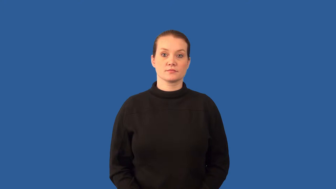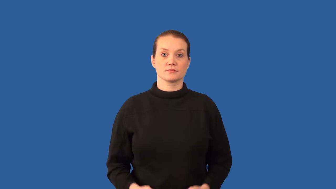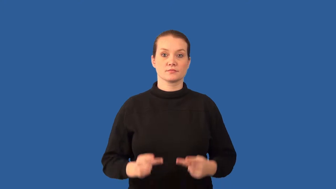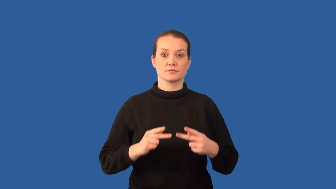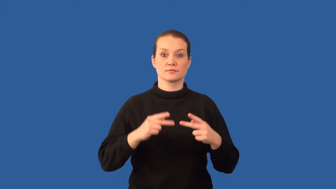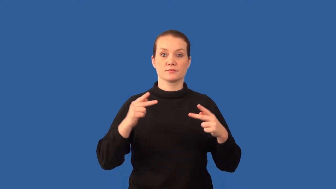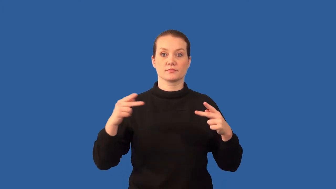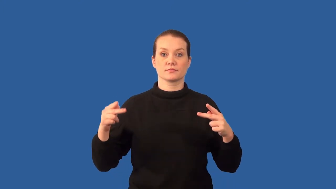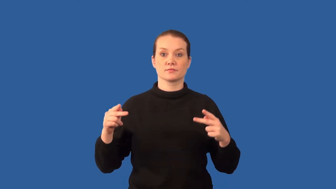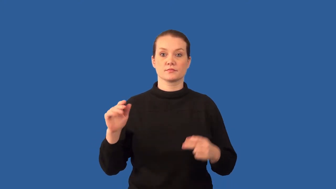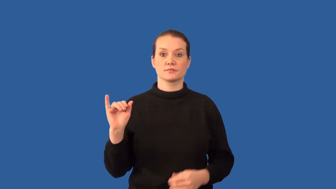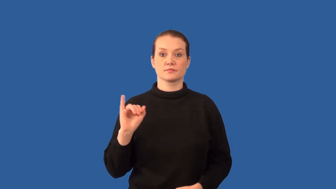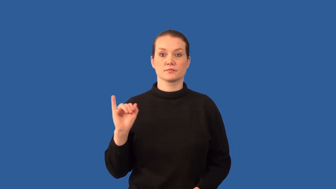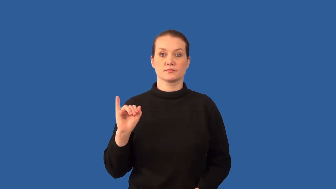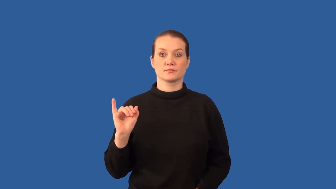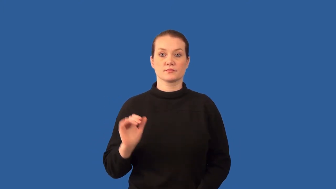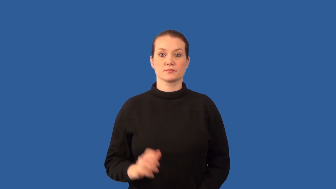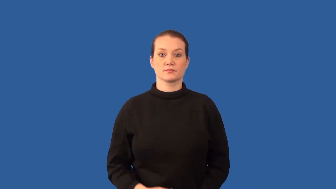prion